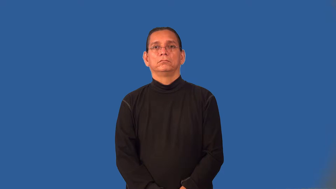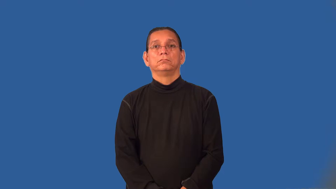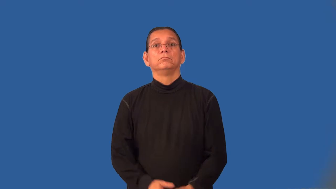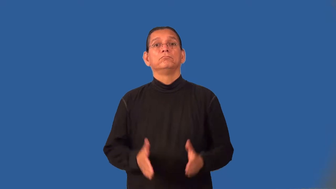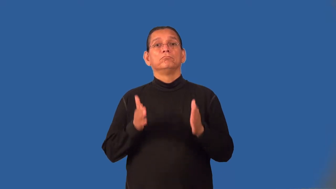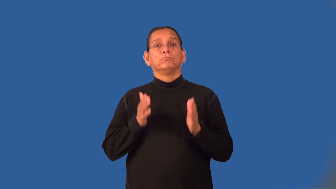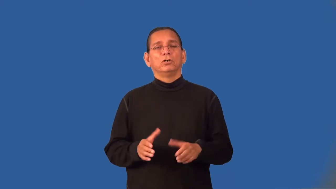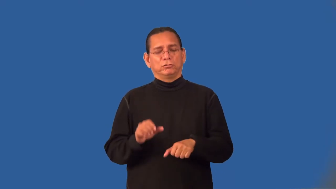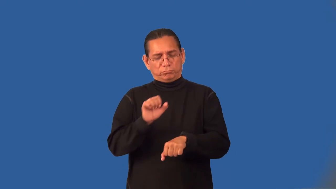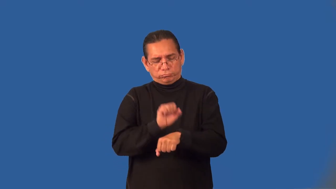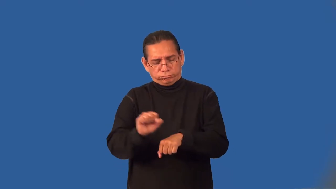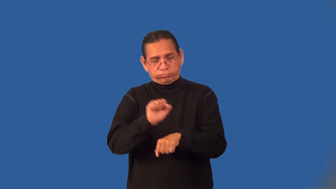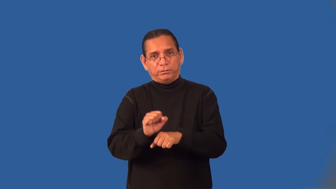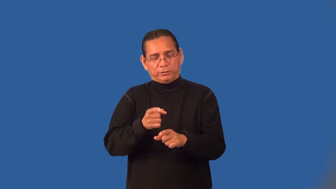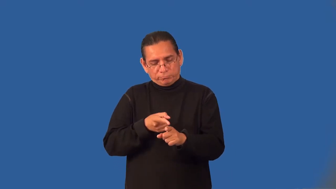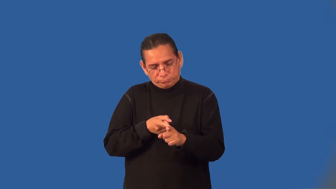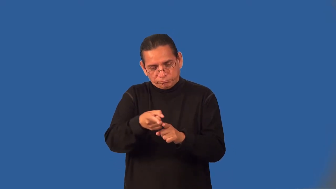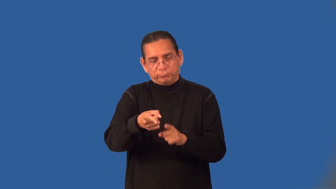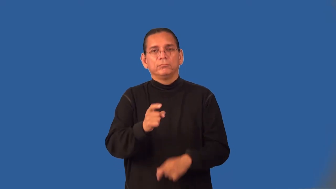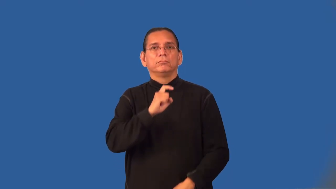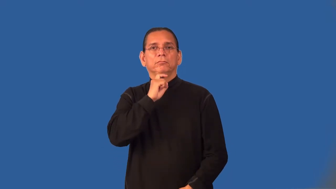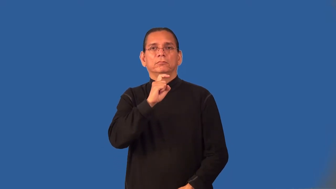metalworker